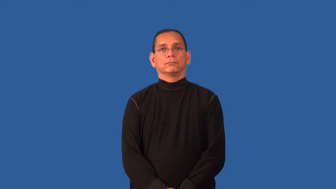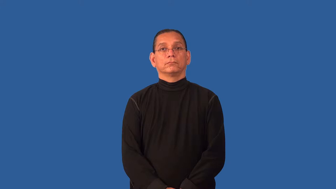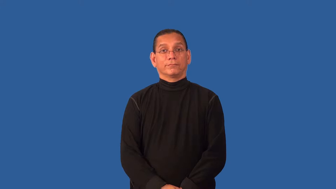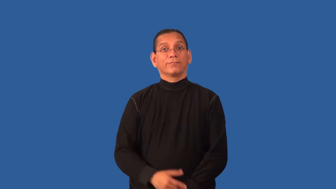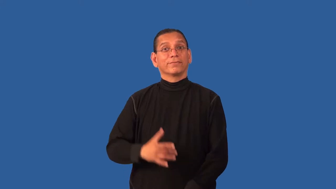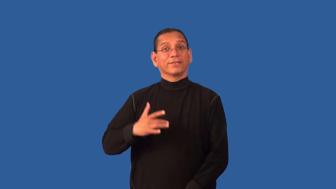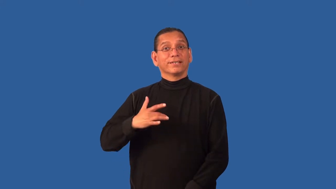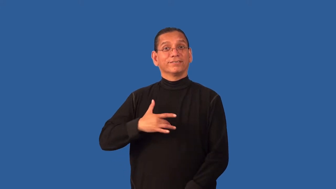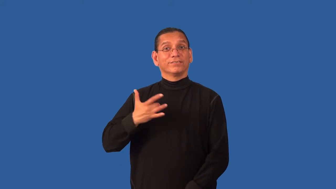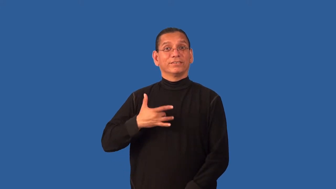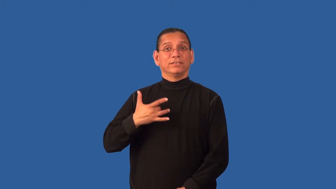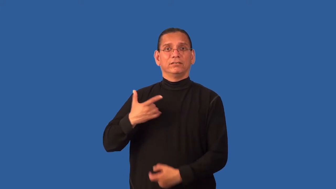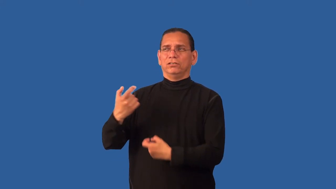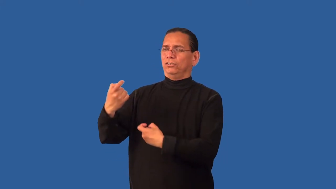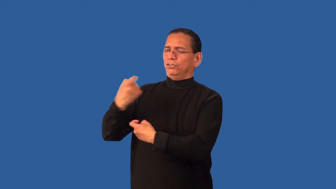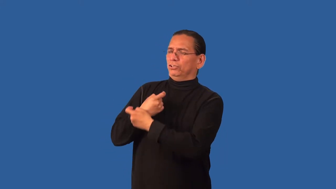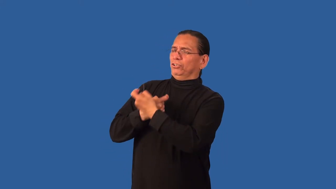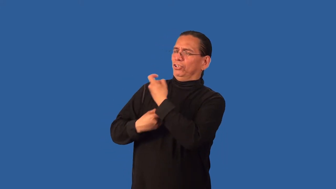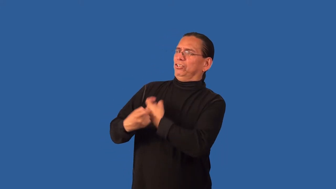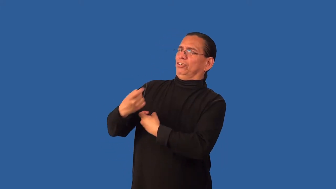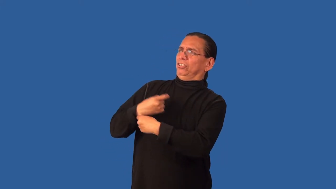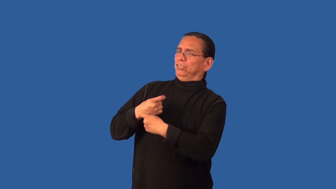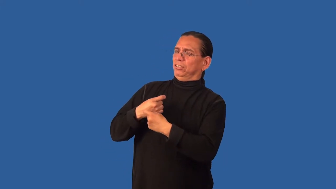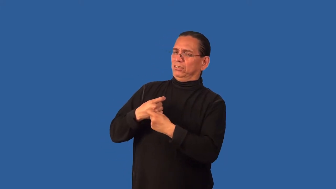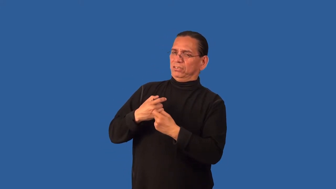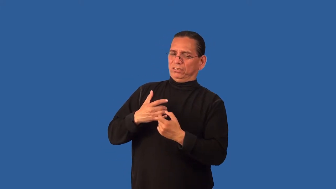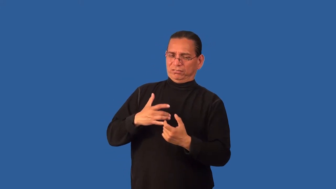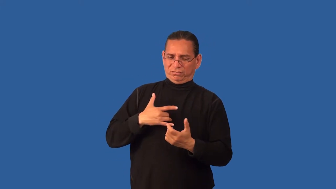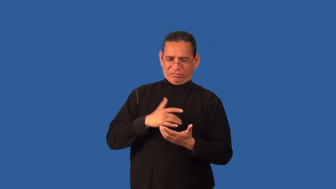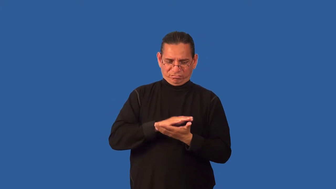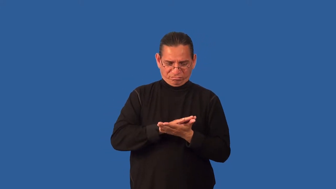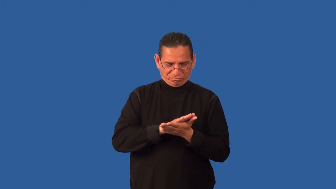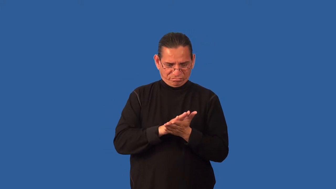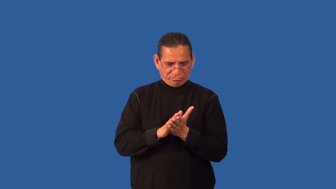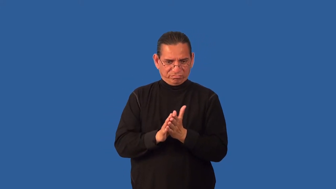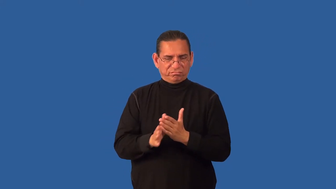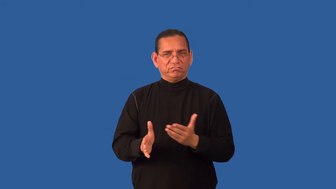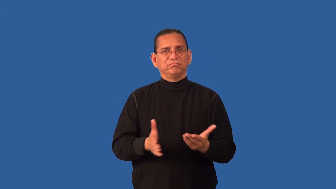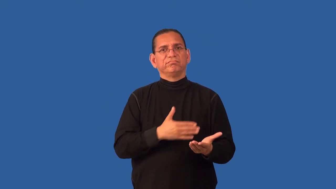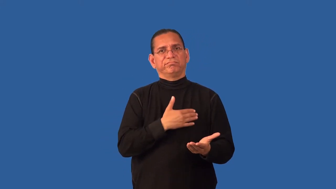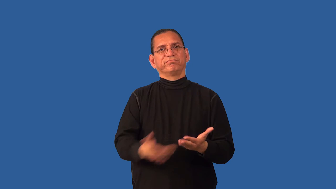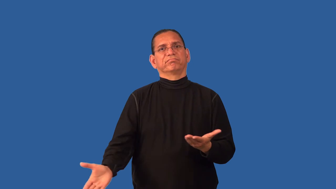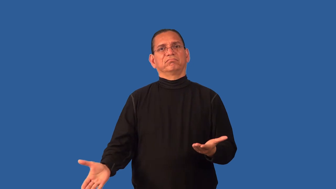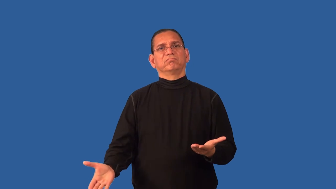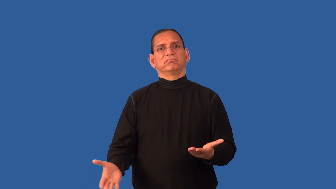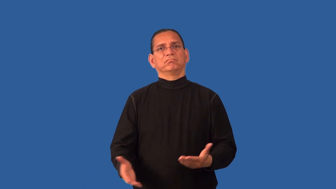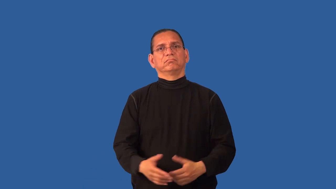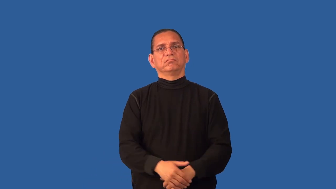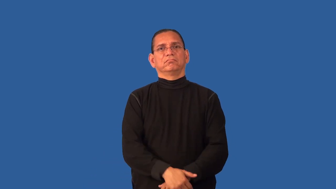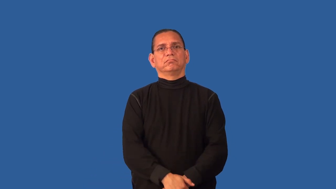dehumanize